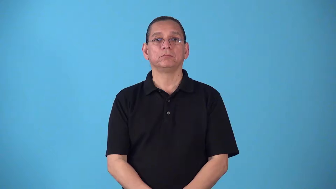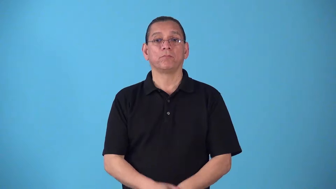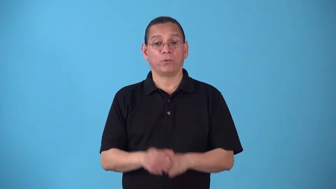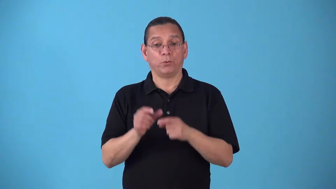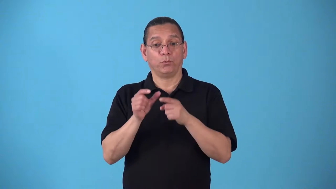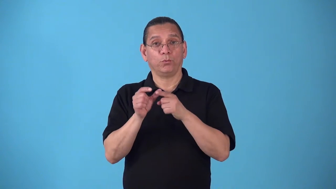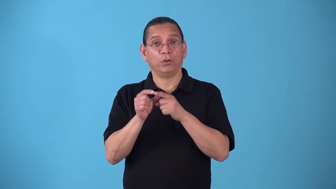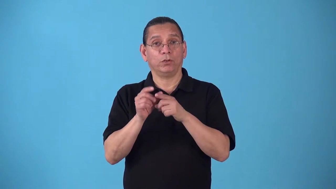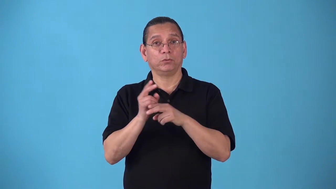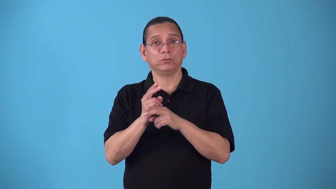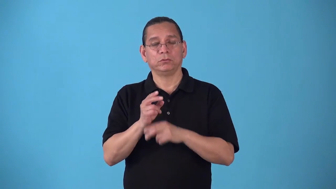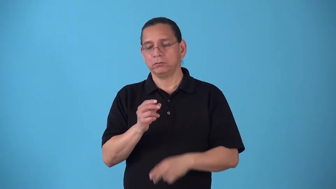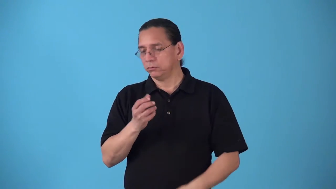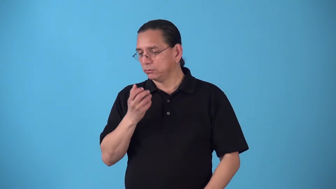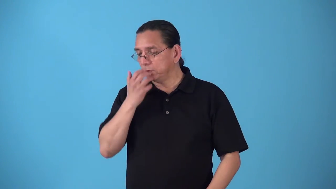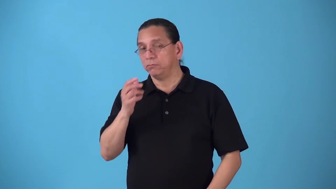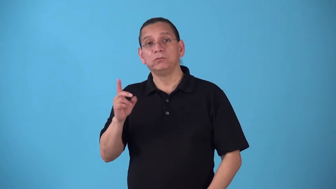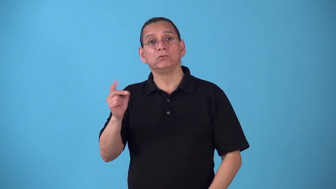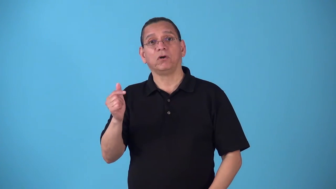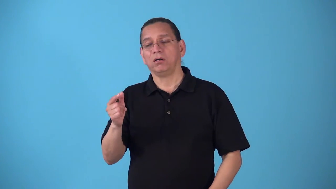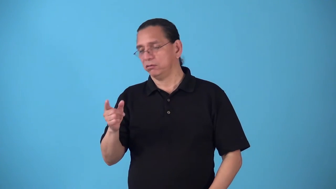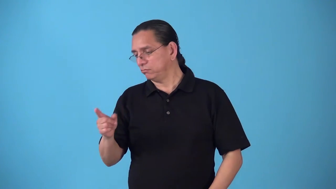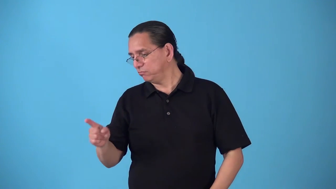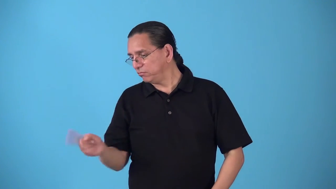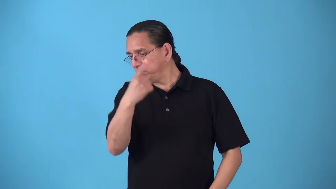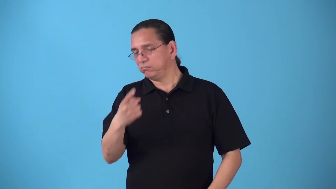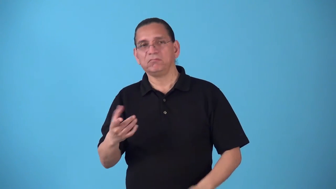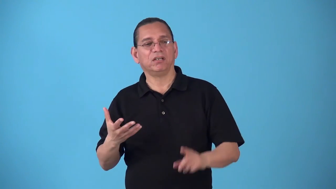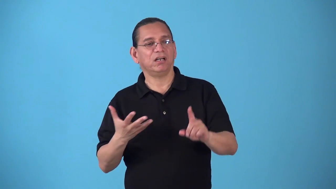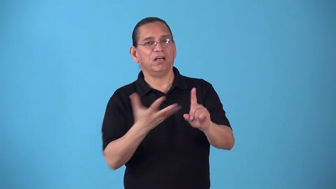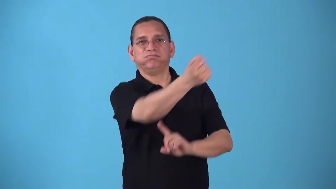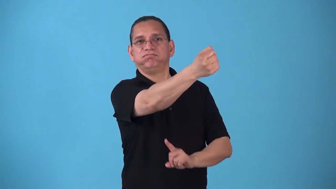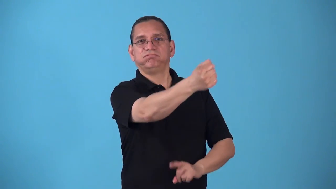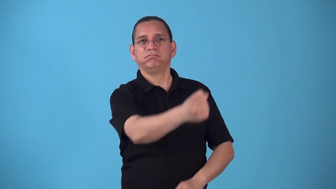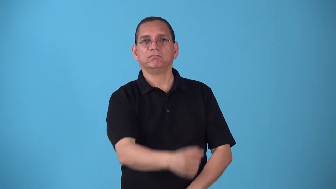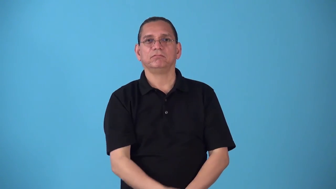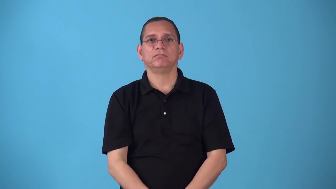sic-tell dog chase someone